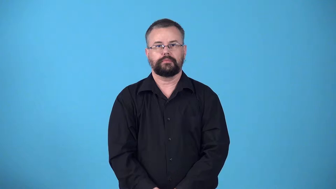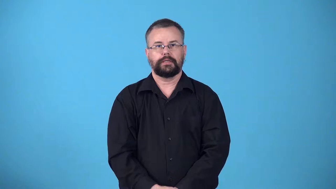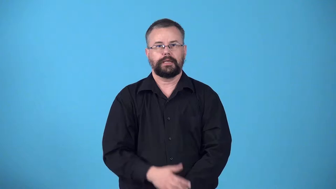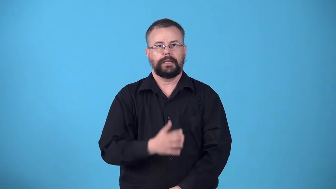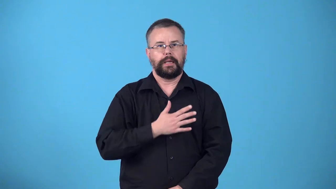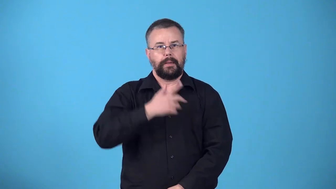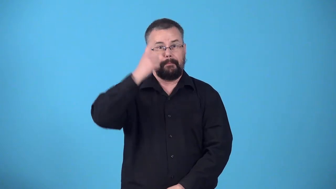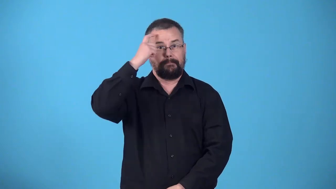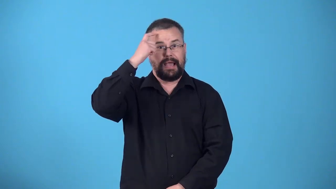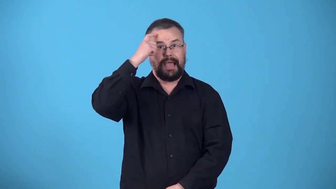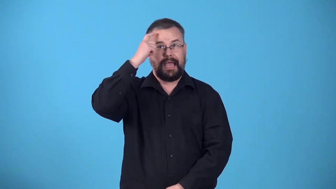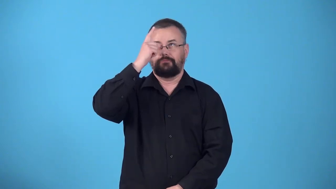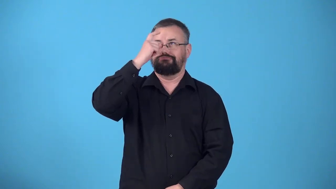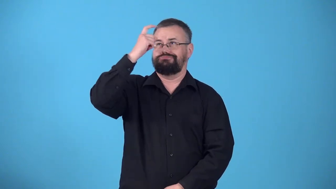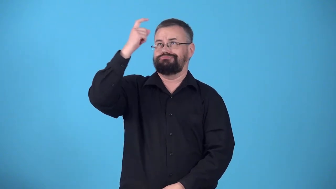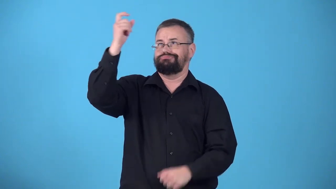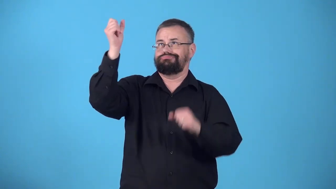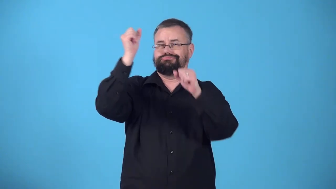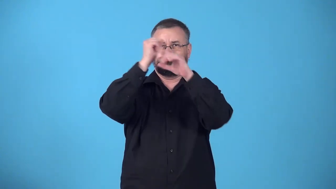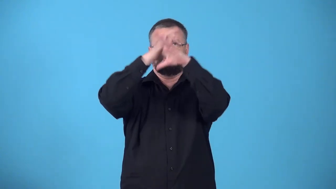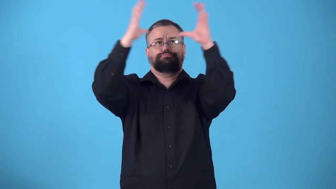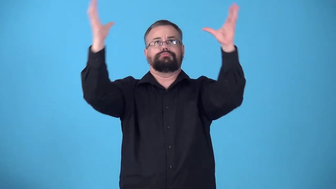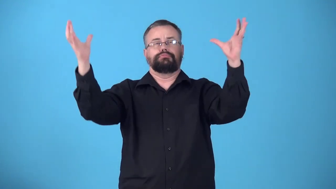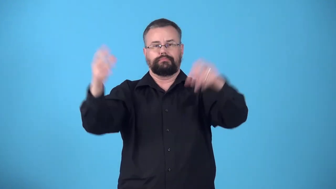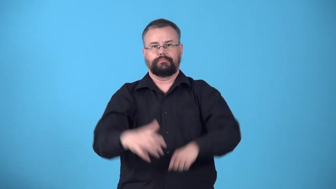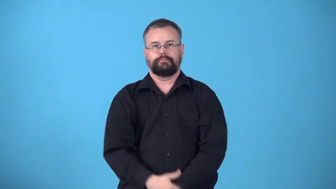woolgathering